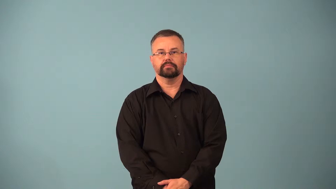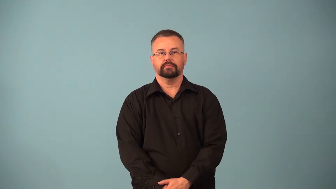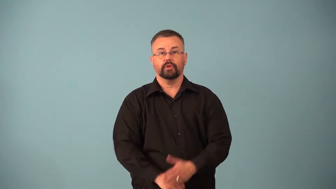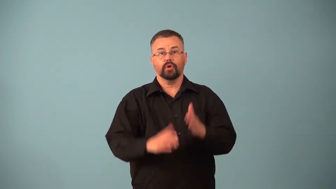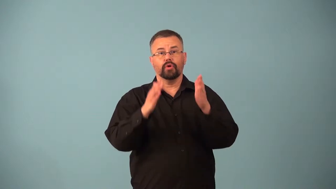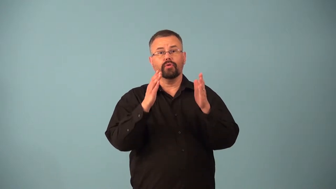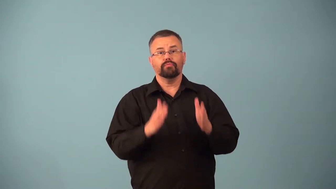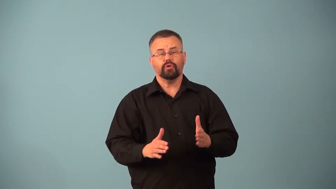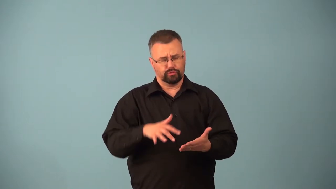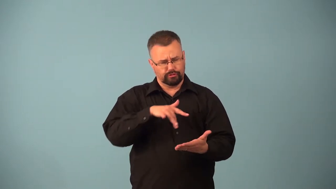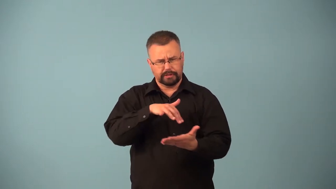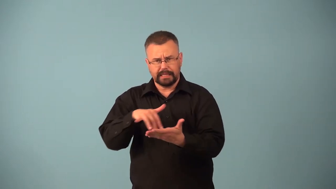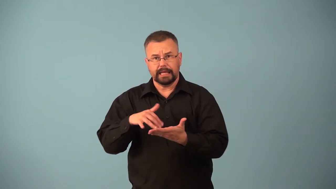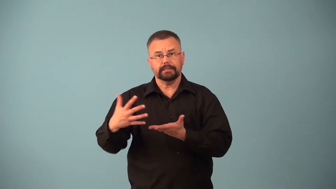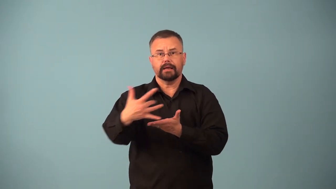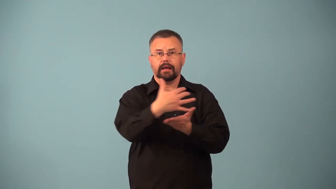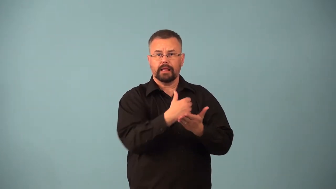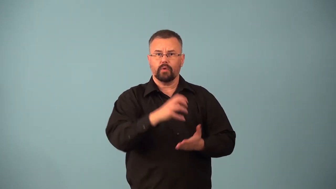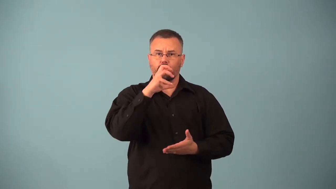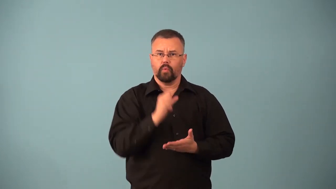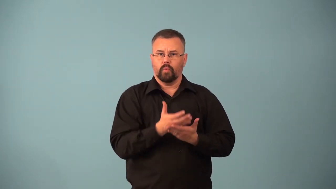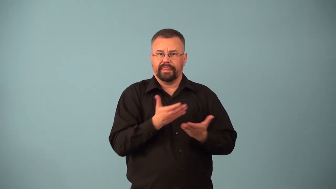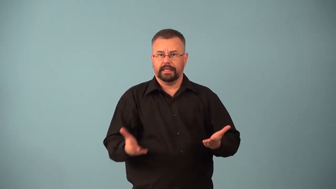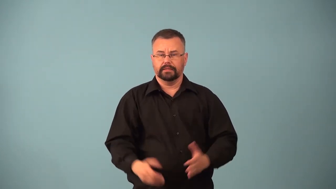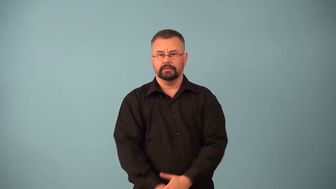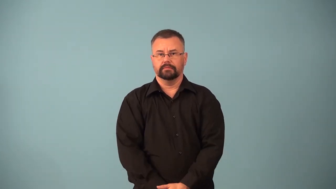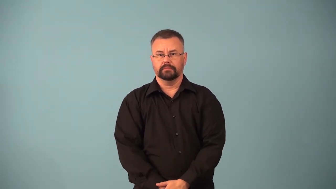antiquarian